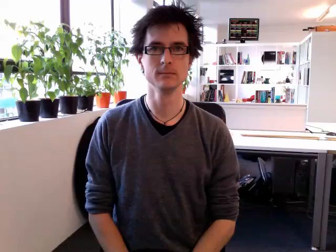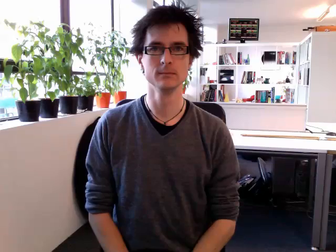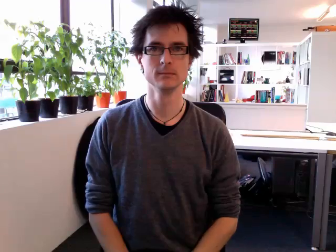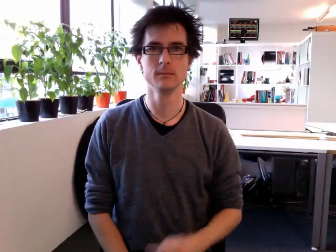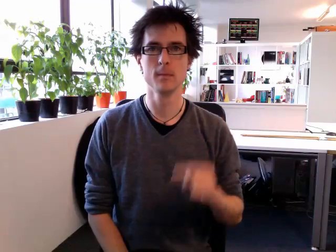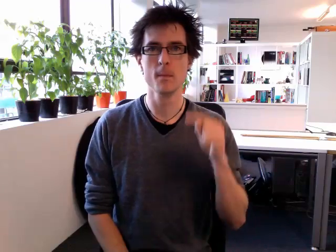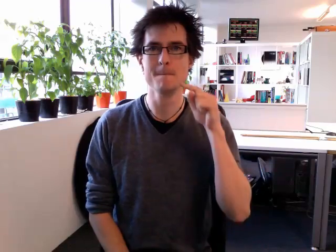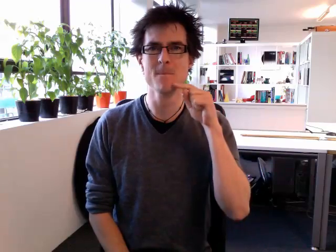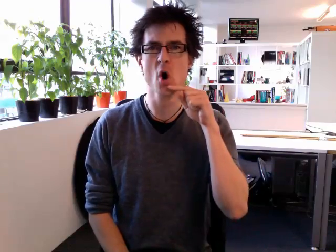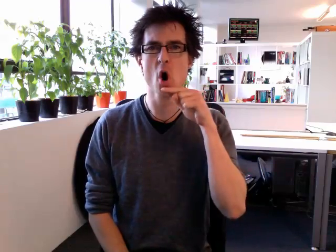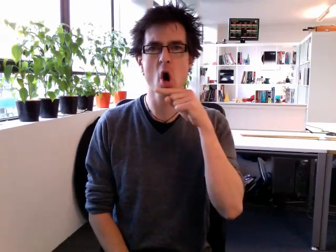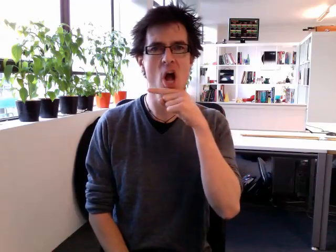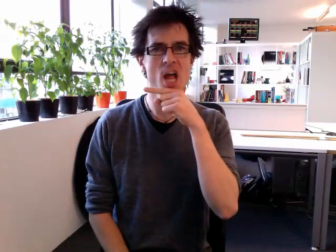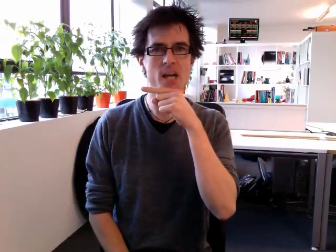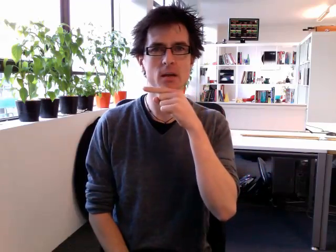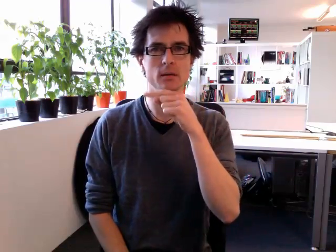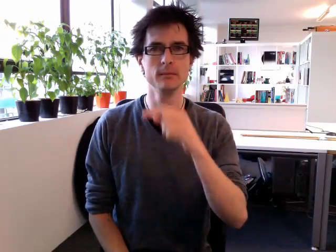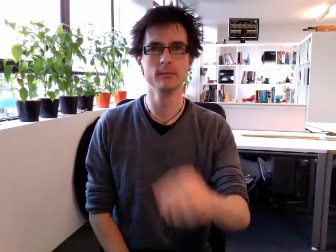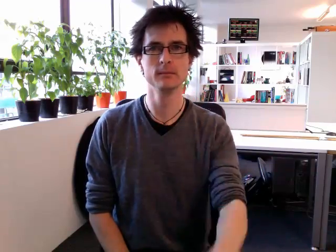boy